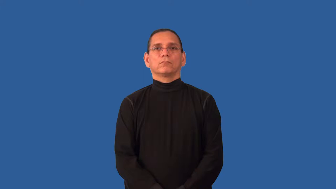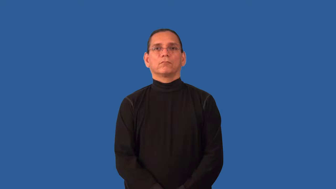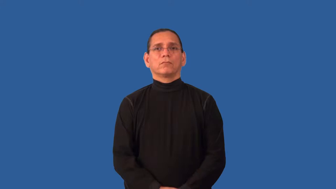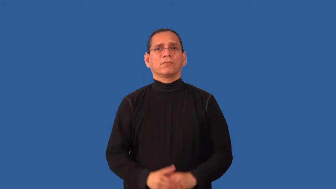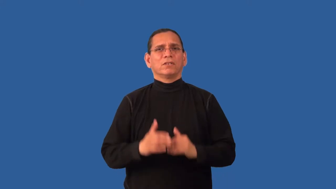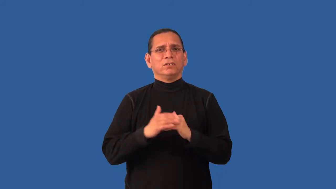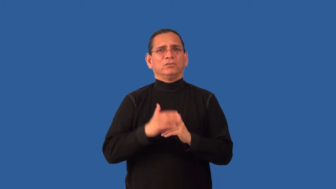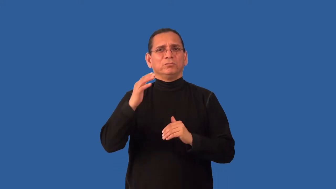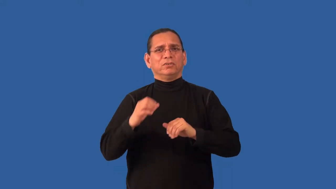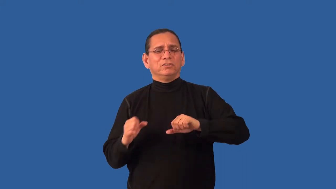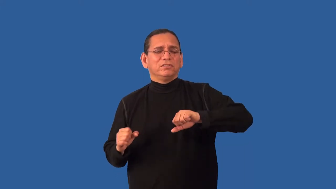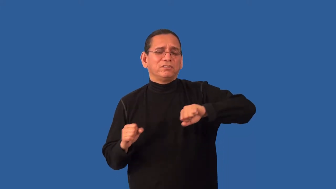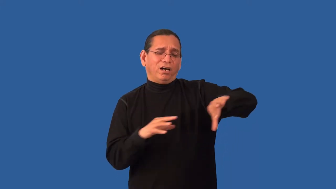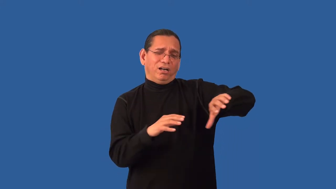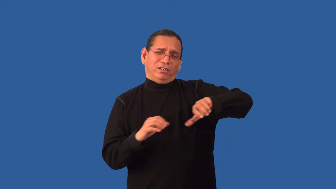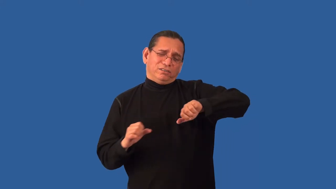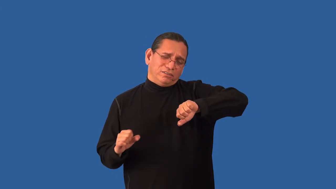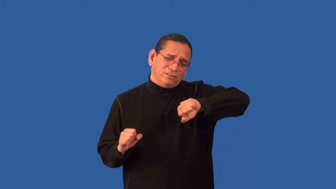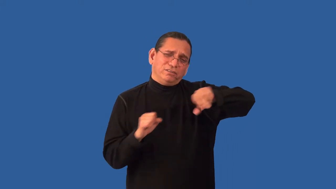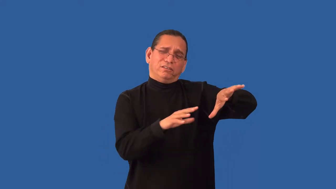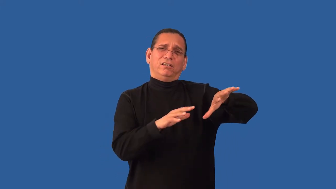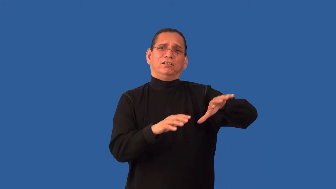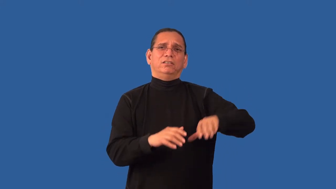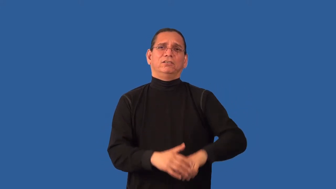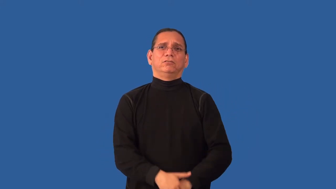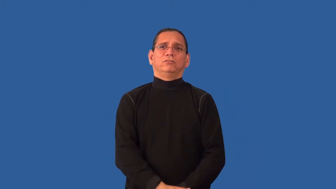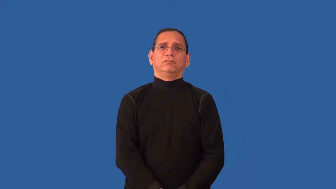overload